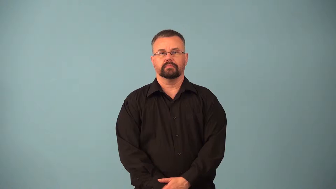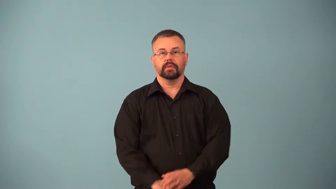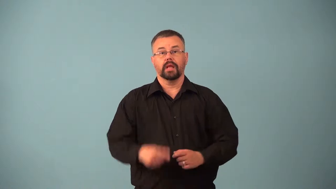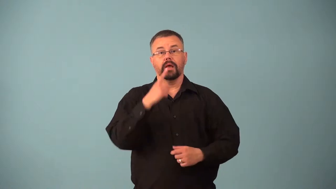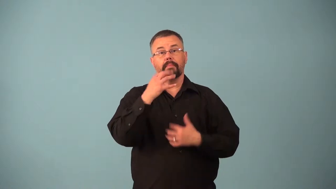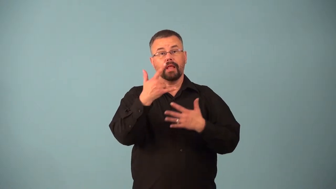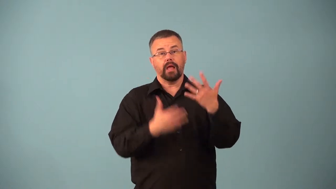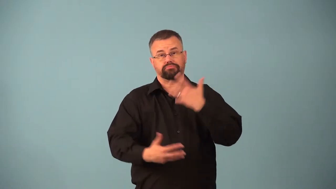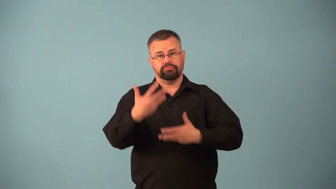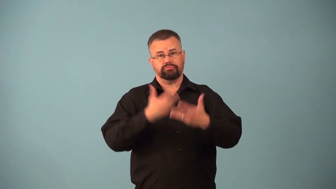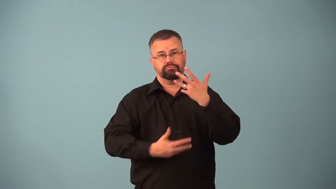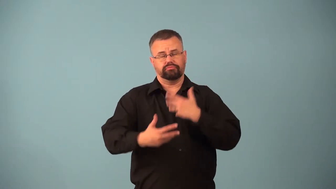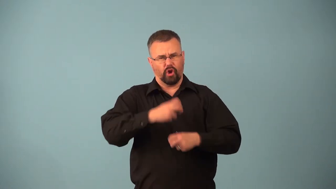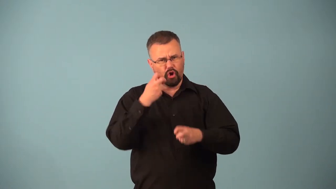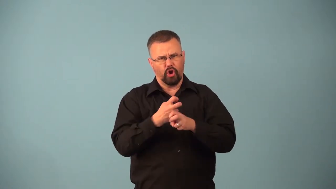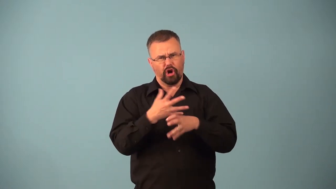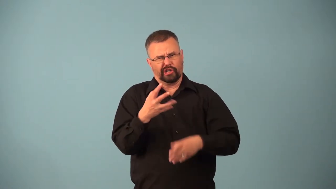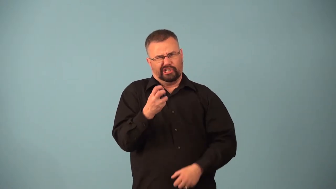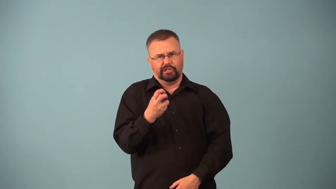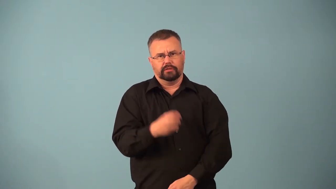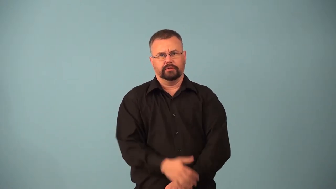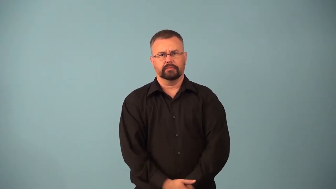arteriosclerosis